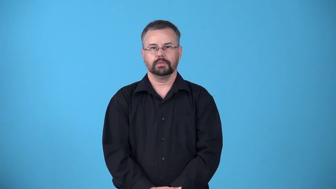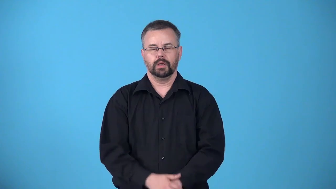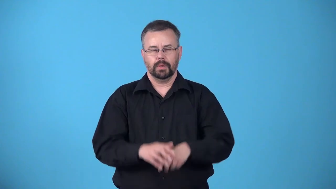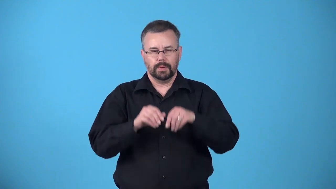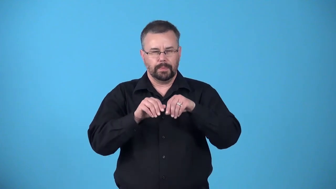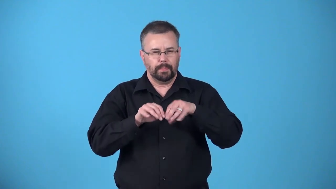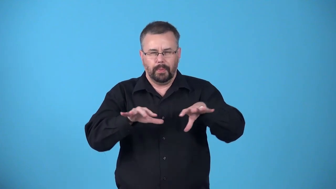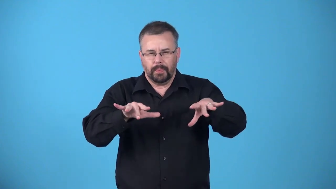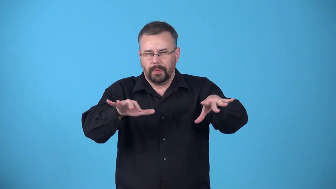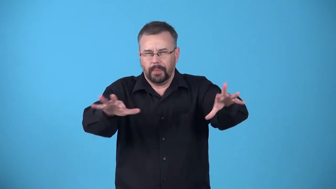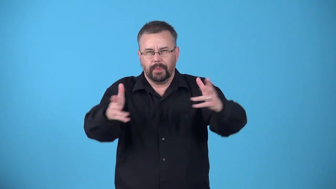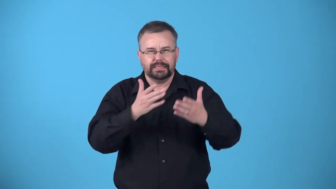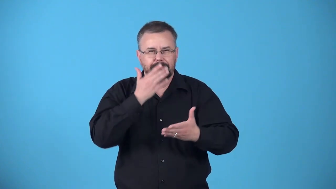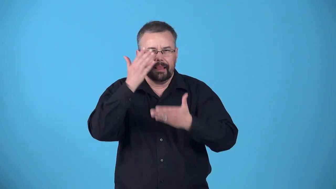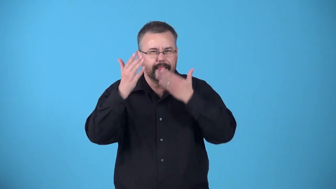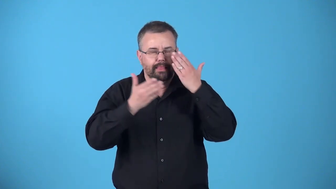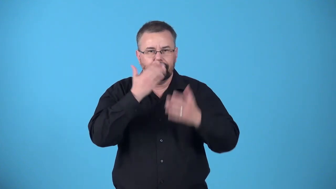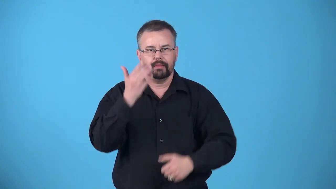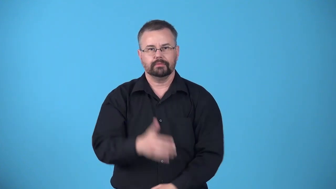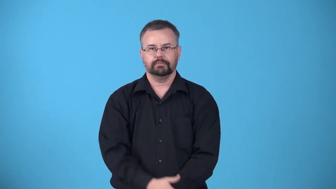aromatize